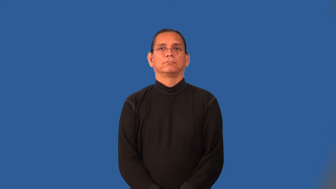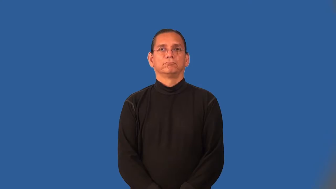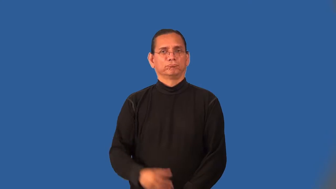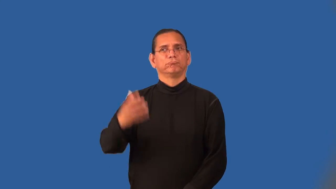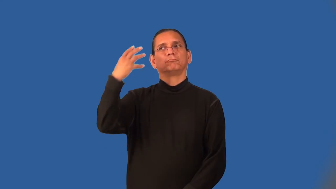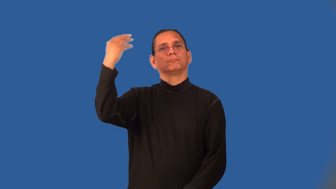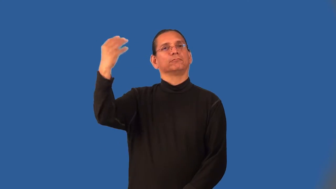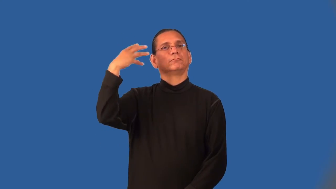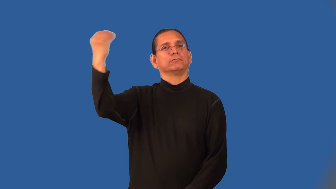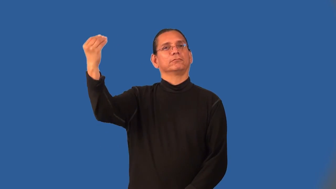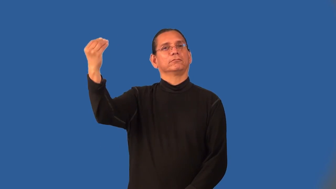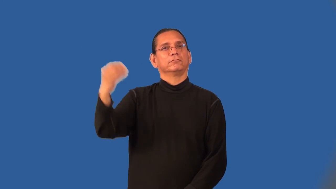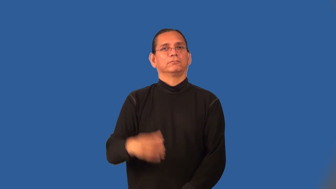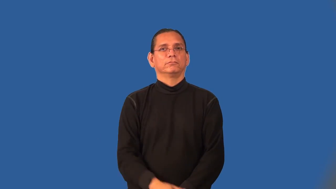outfield